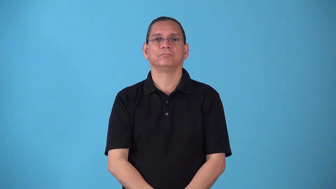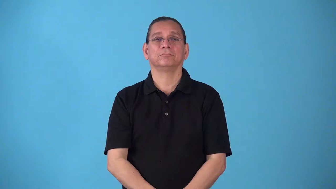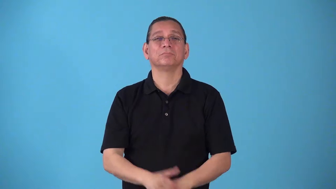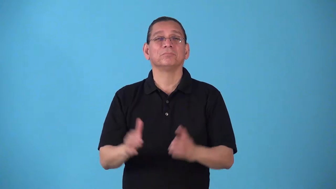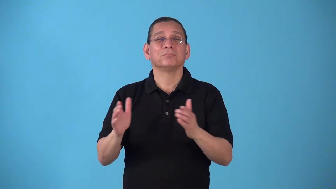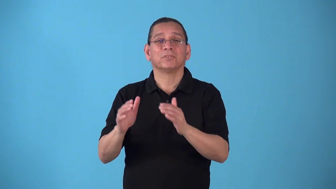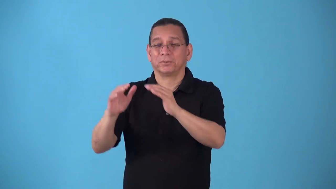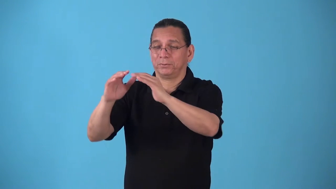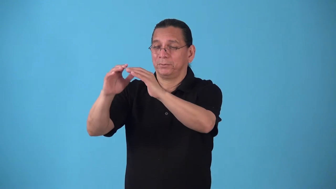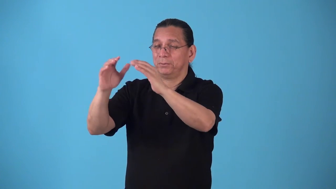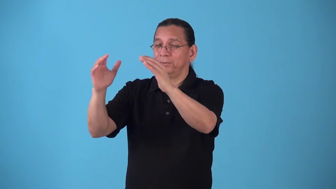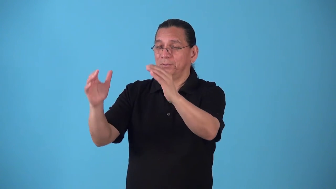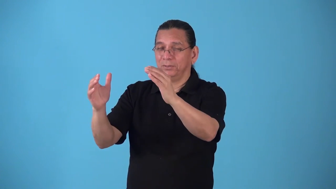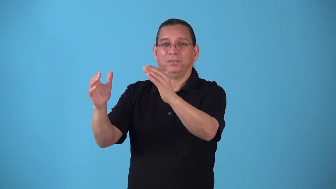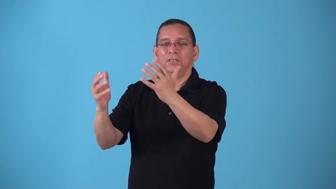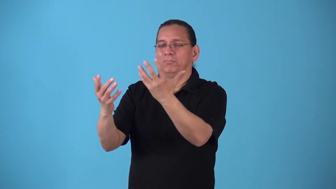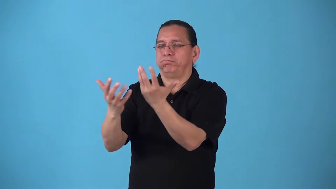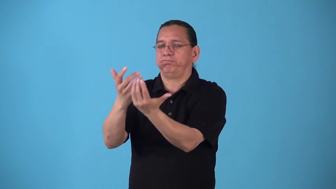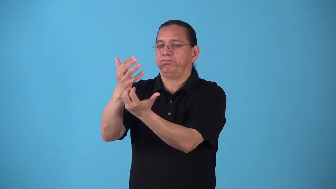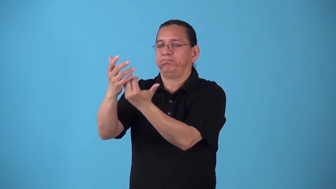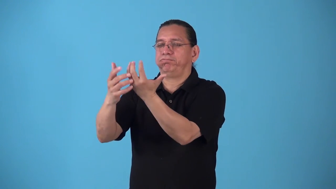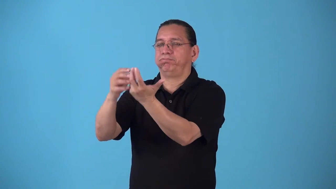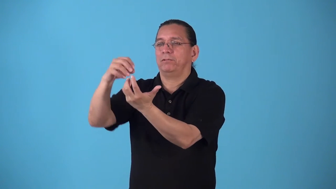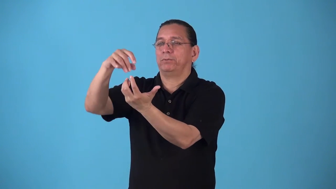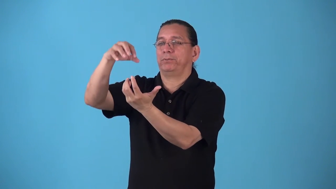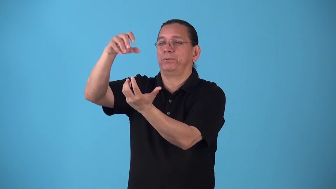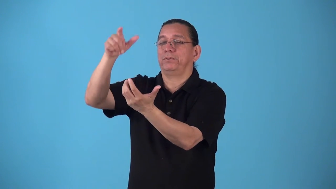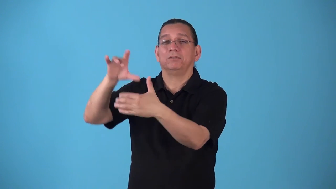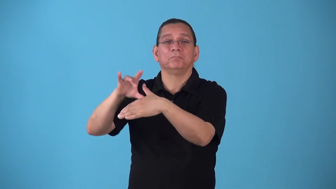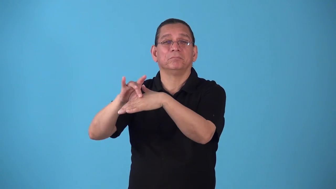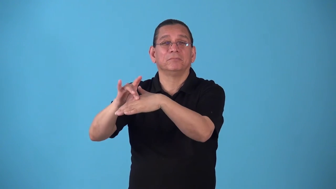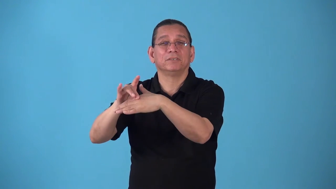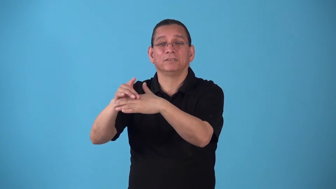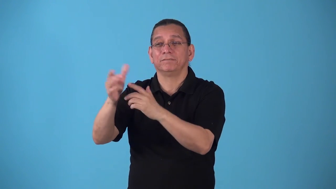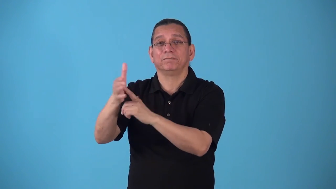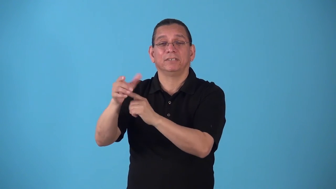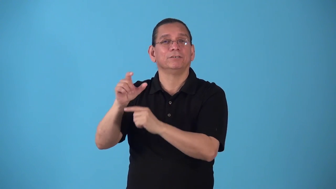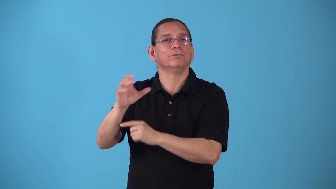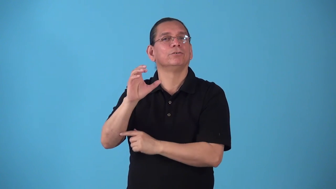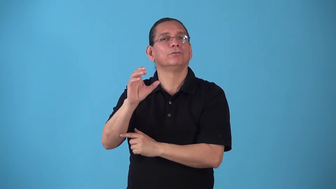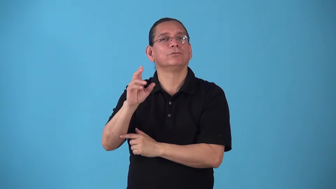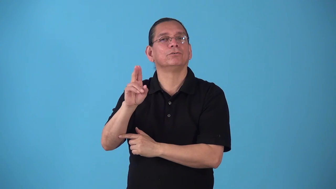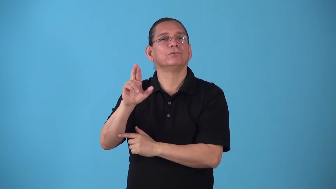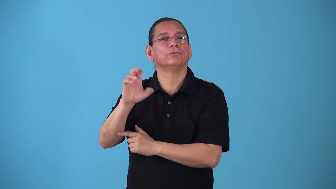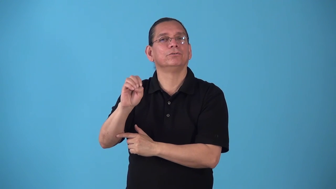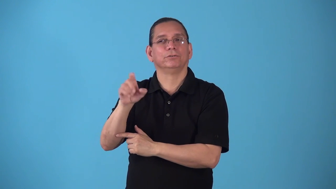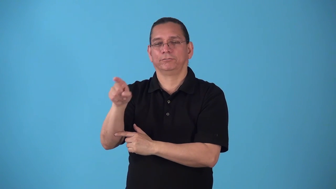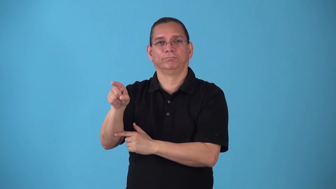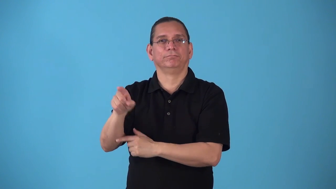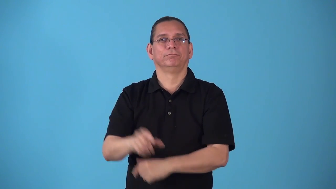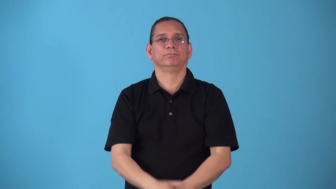smokehouse,smoker